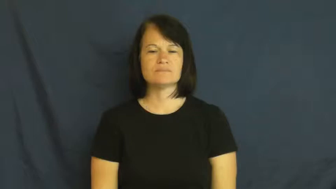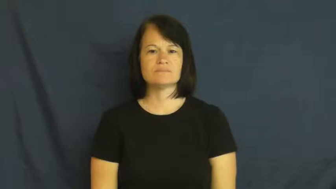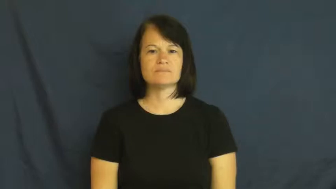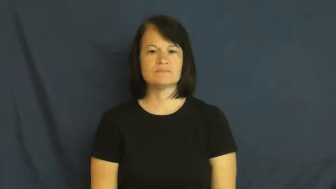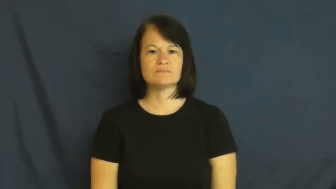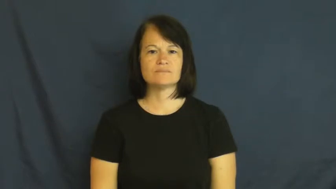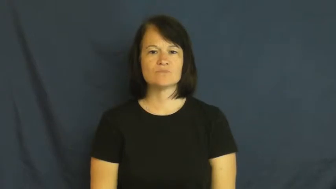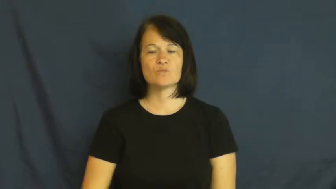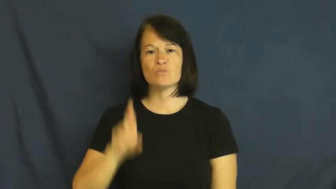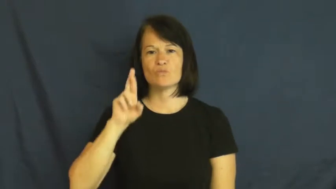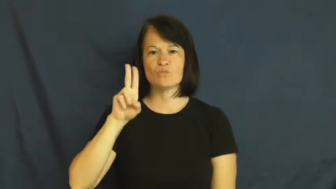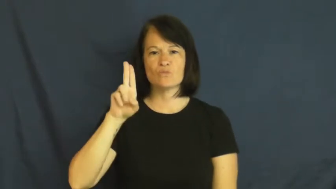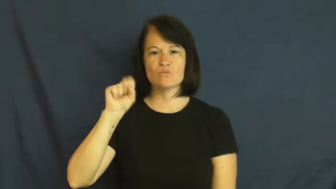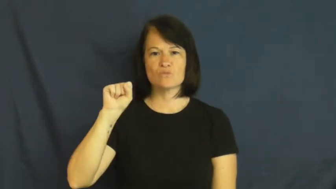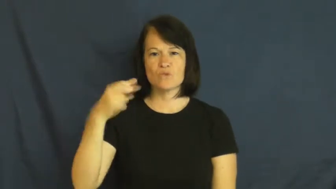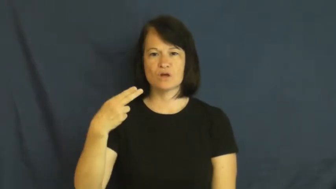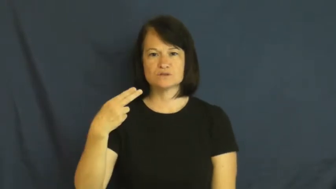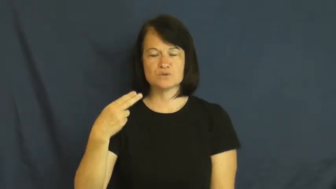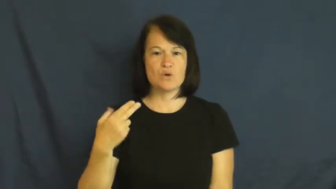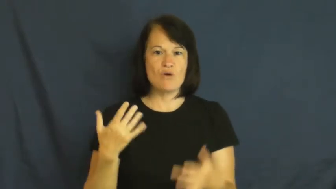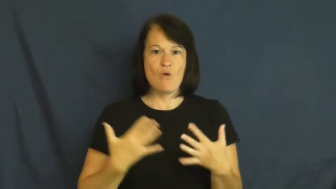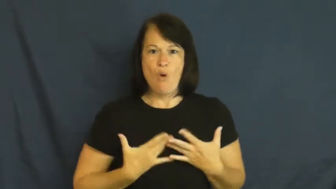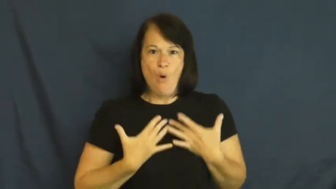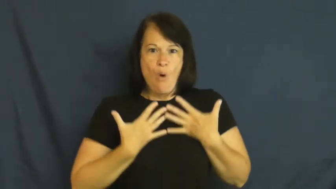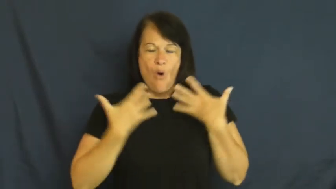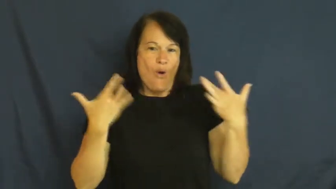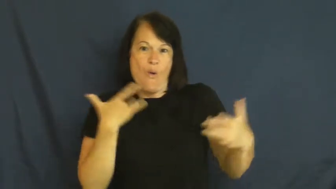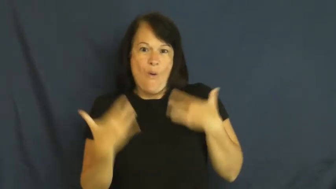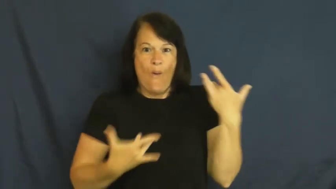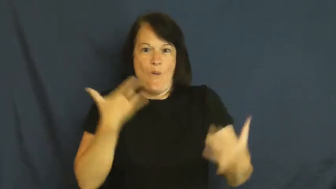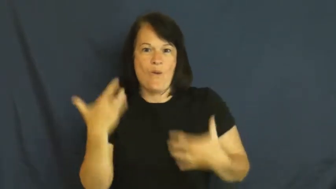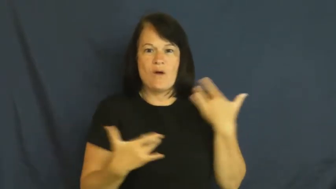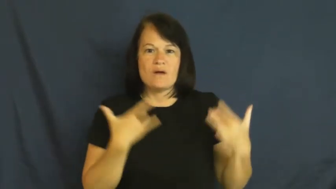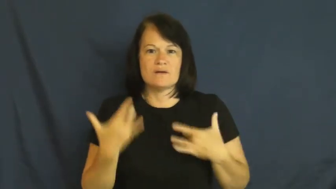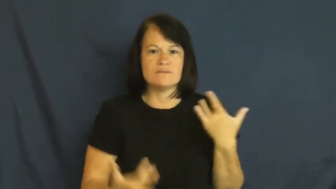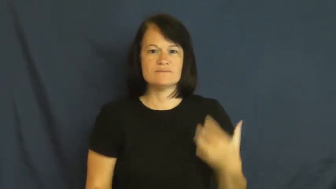rush-excited